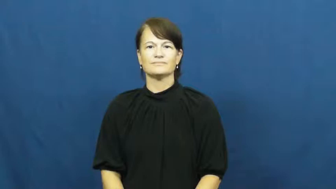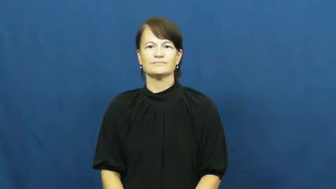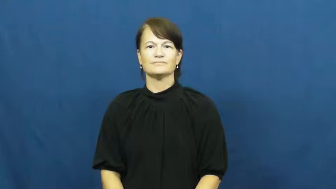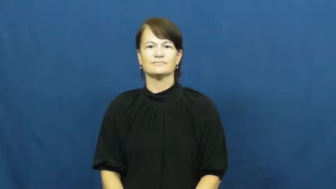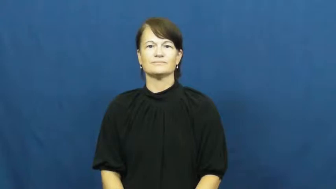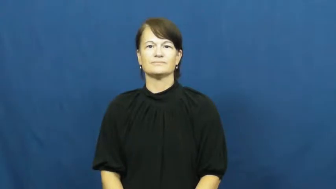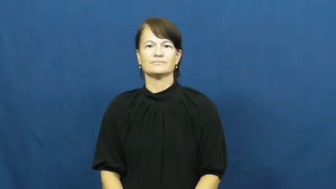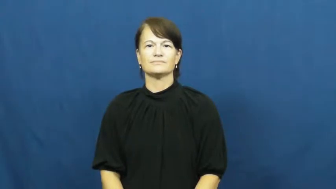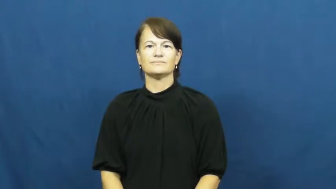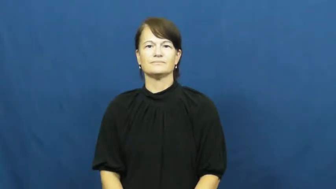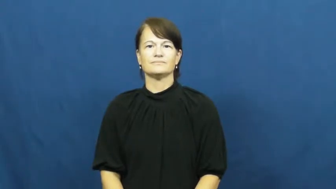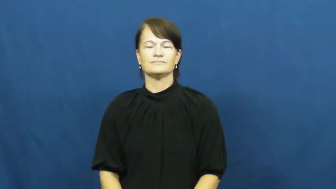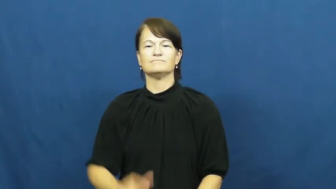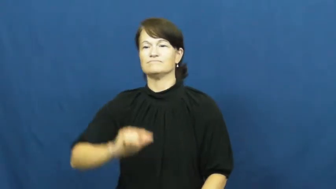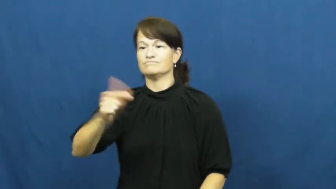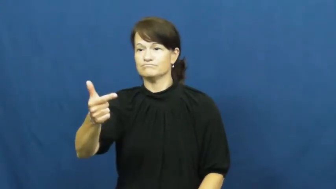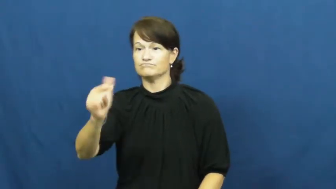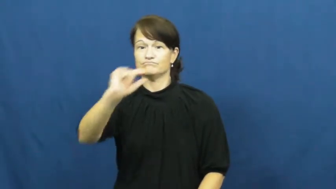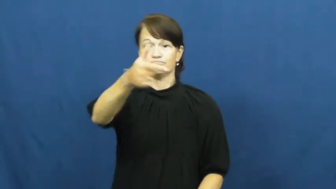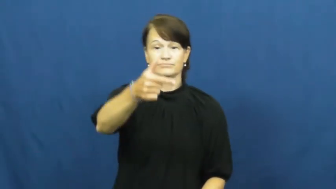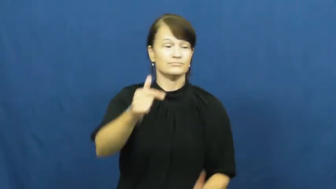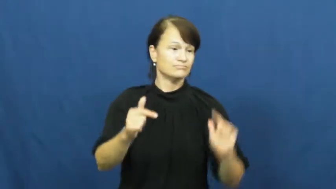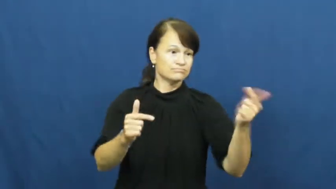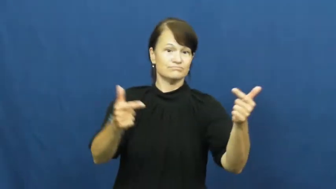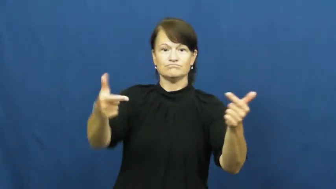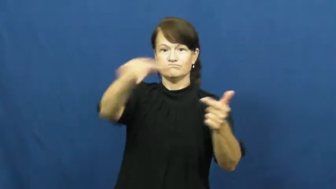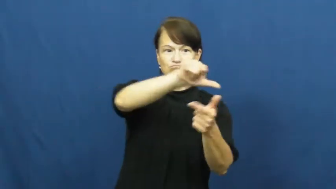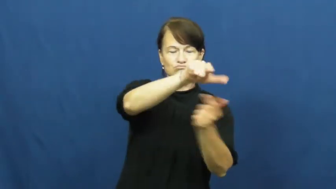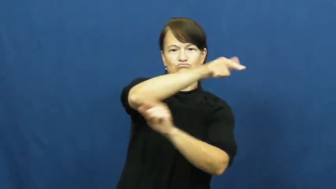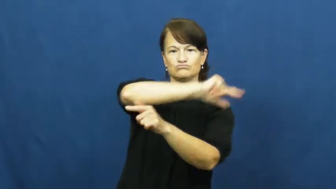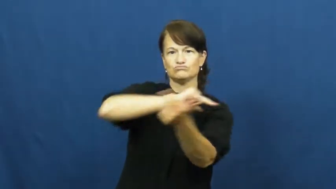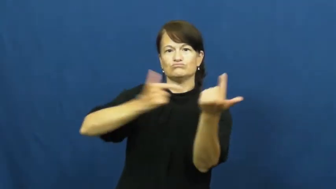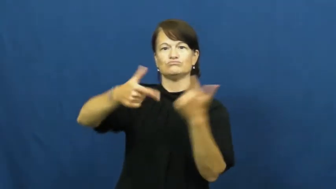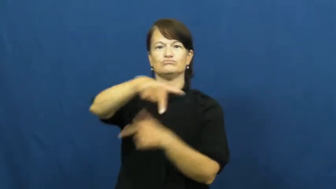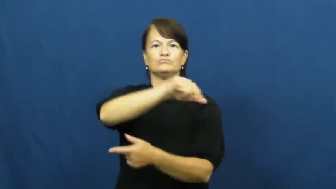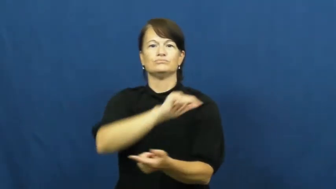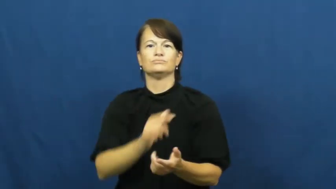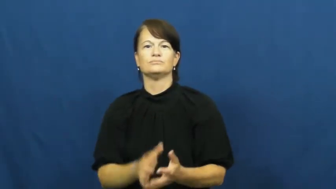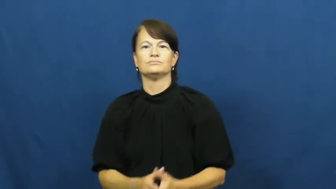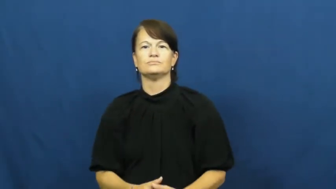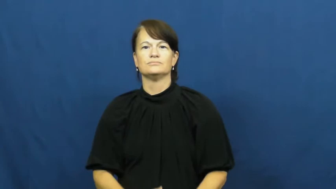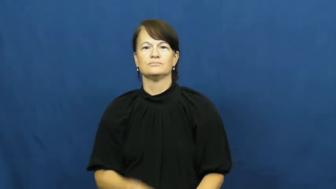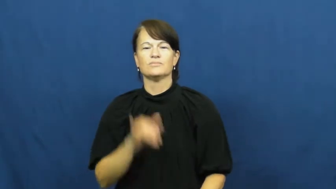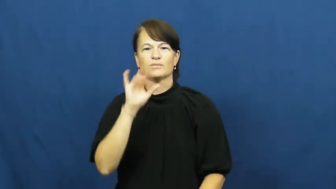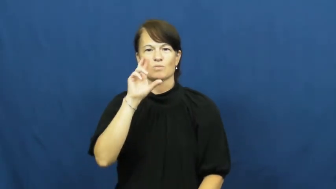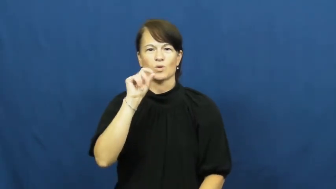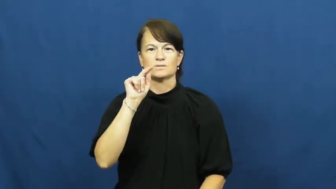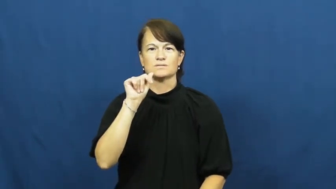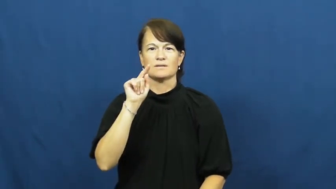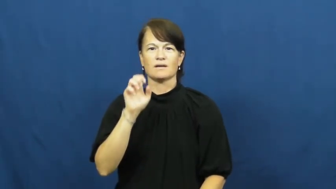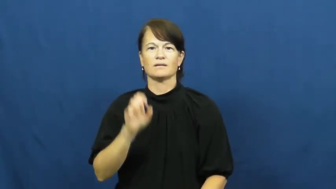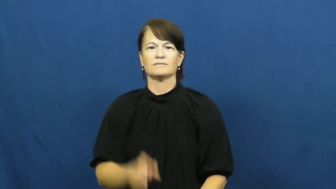rotate-take turns